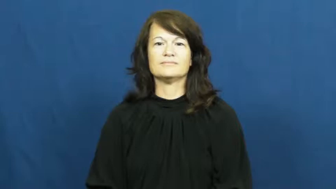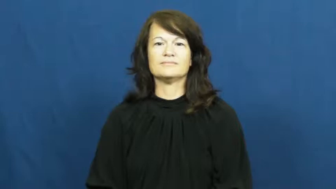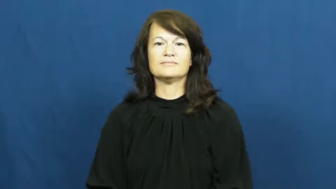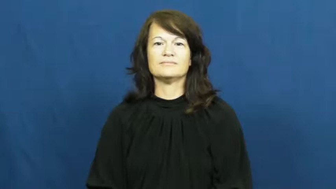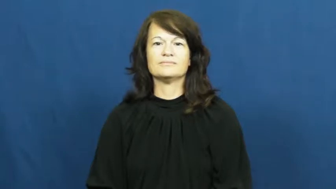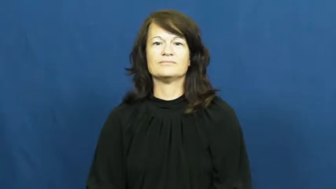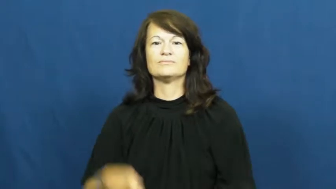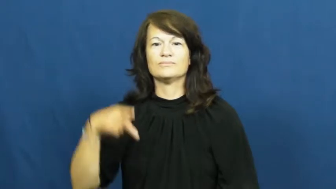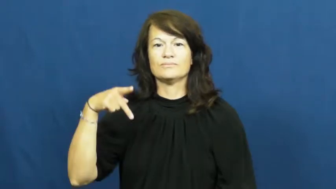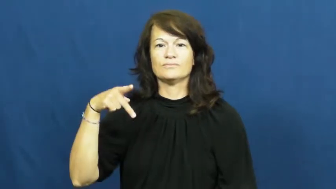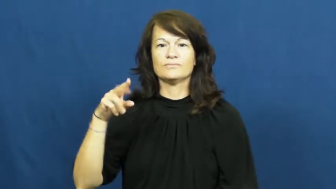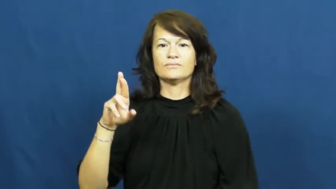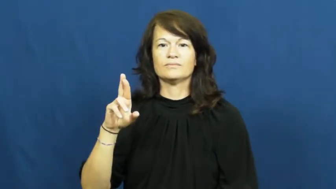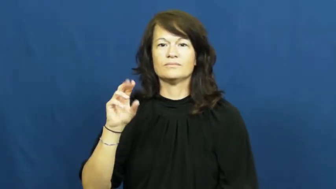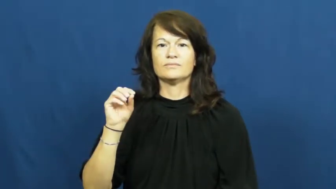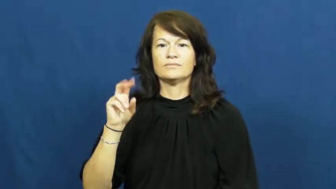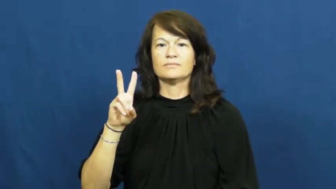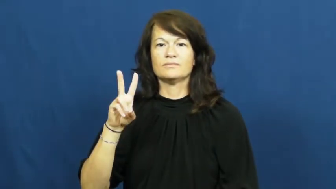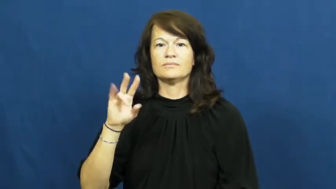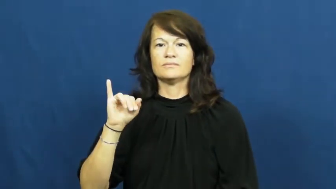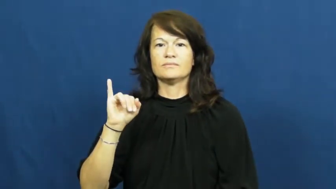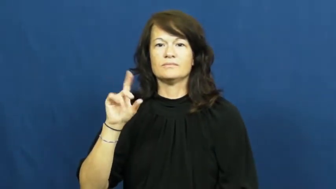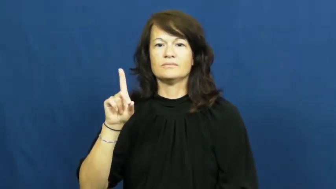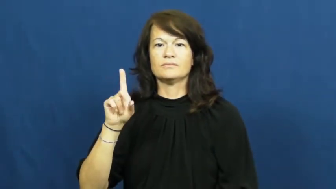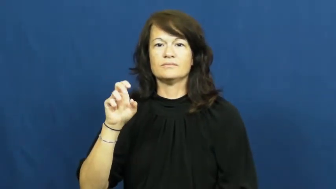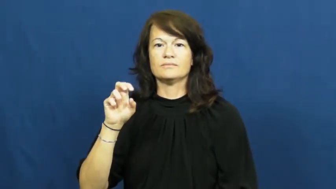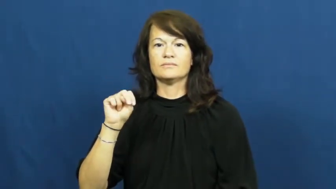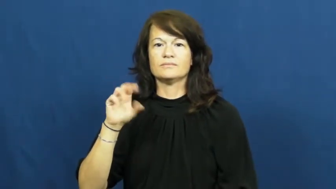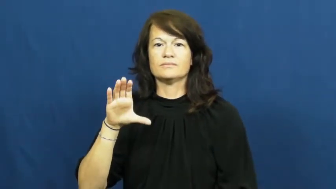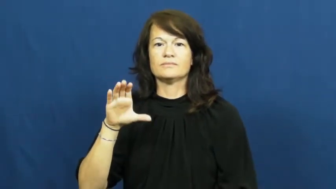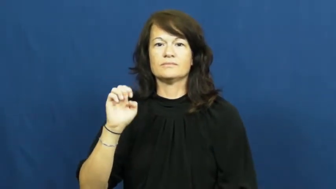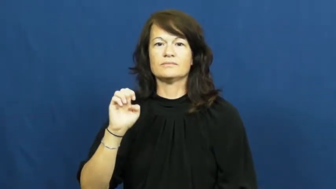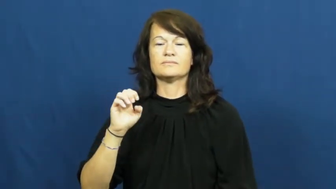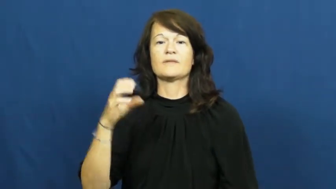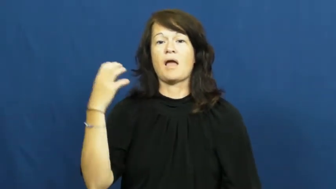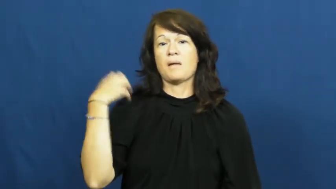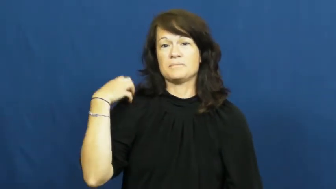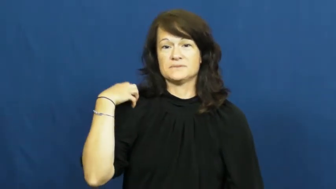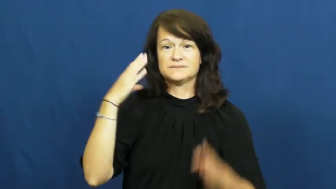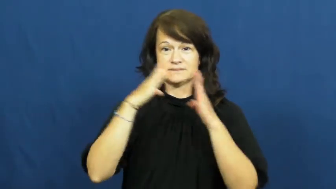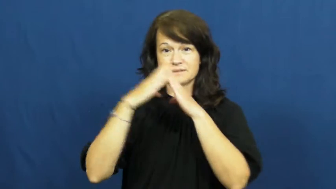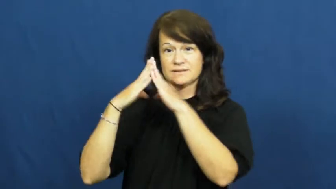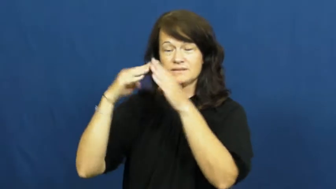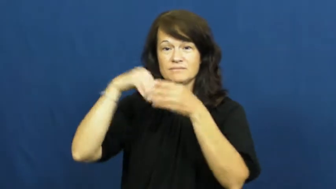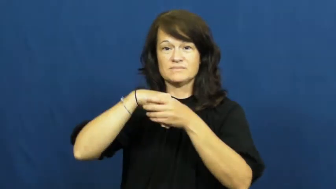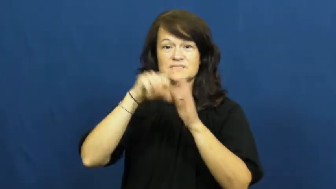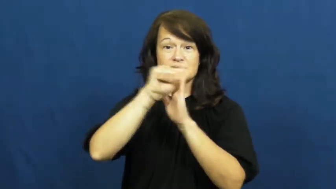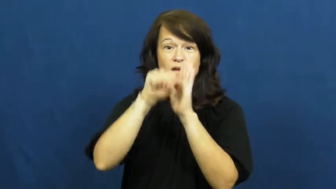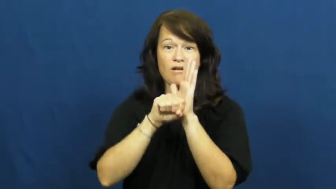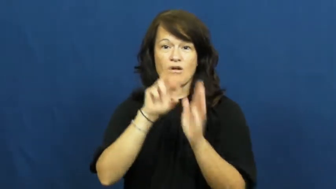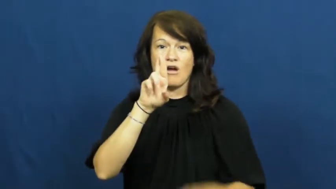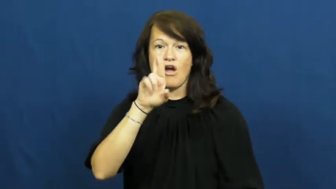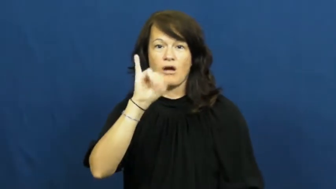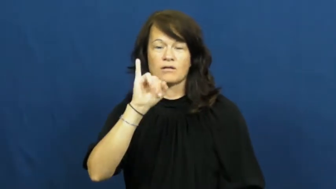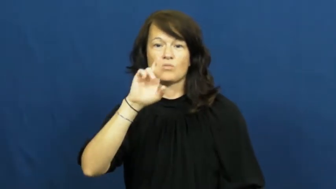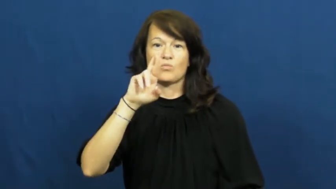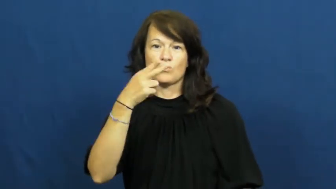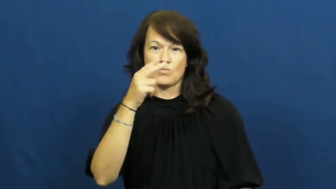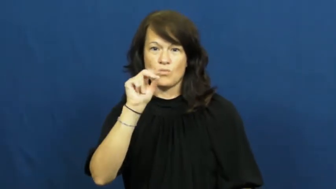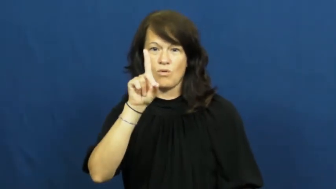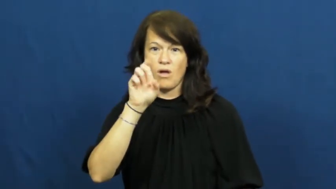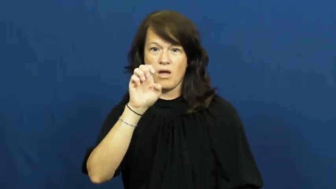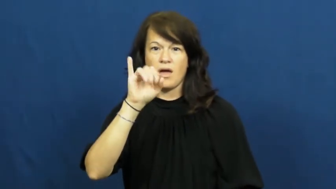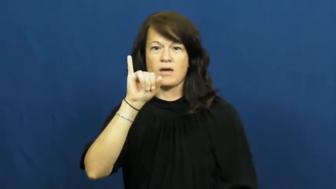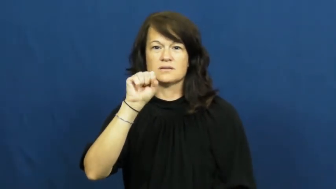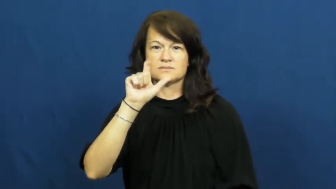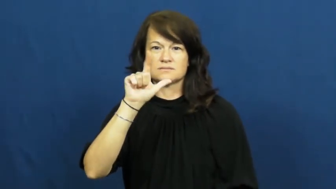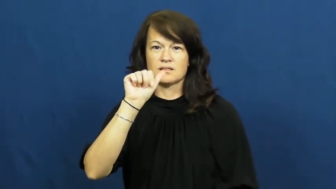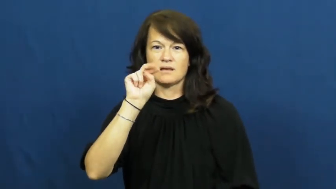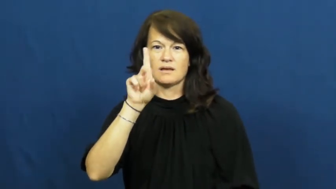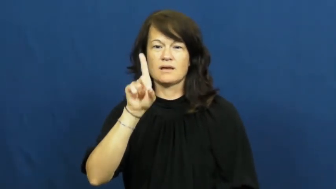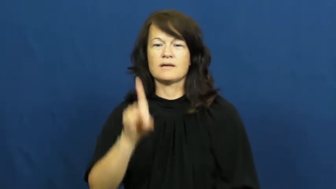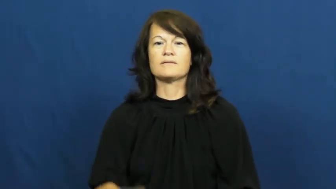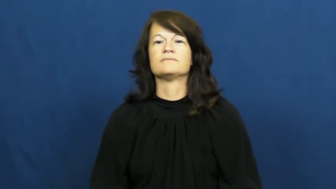providence-RI